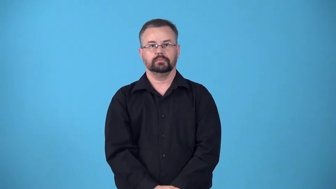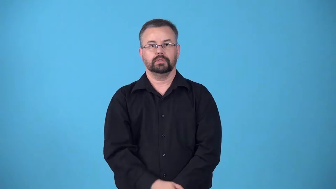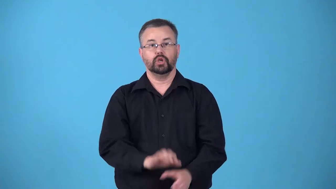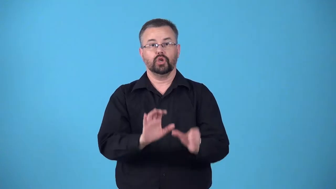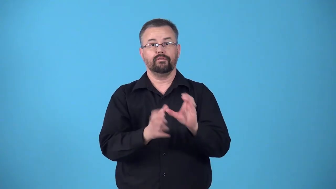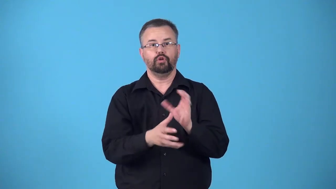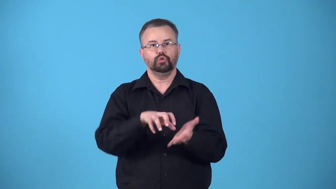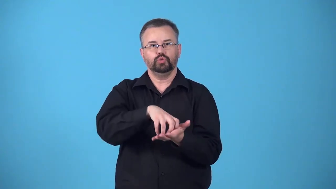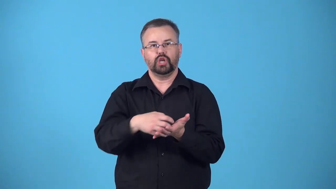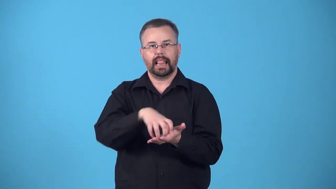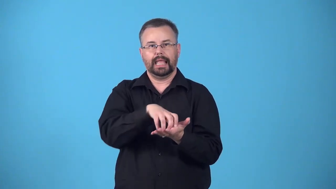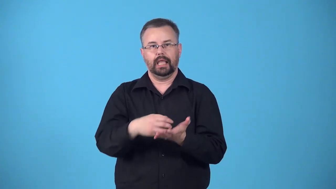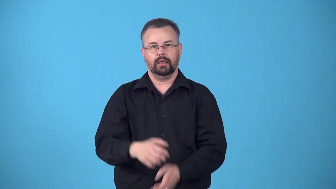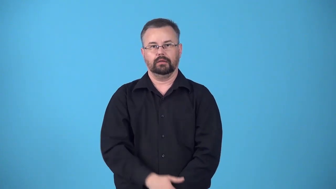gelatinize